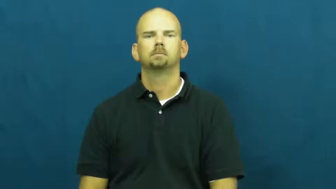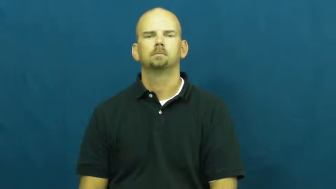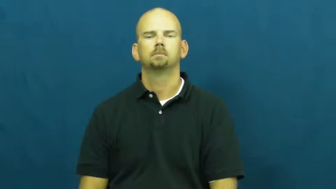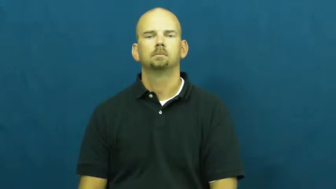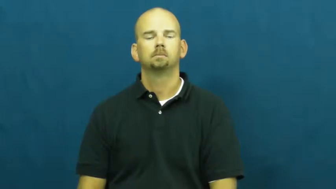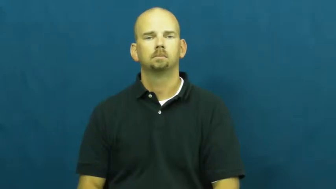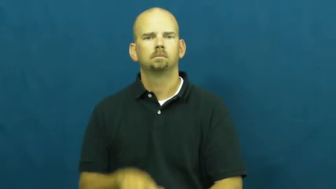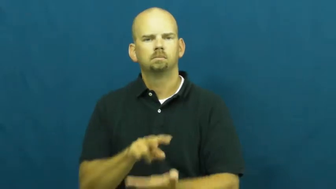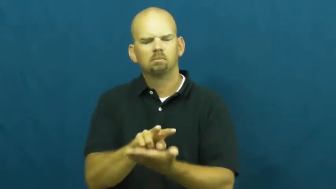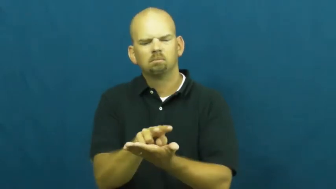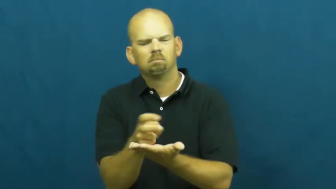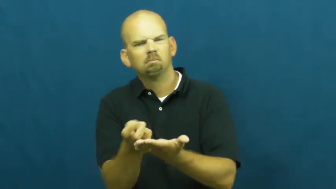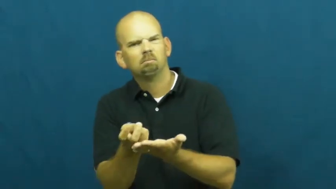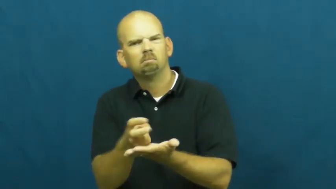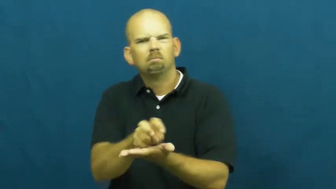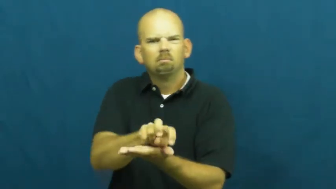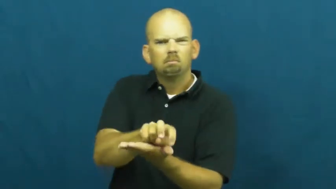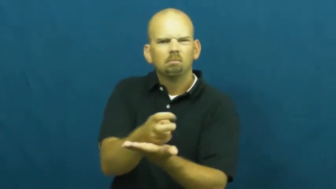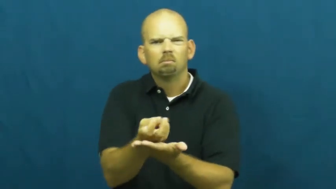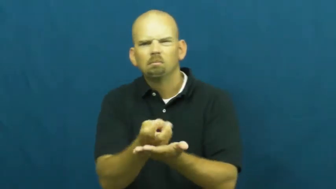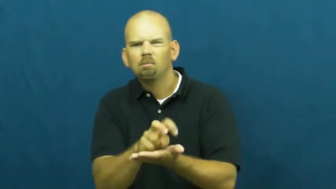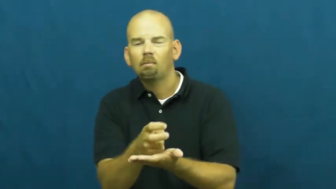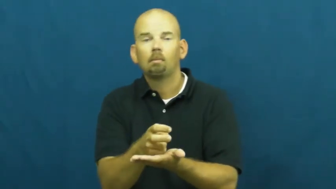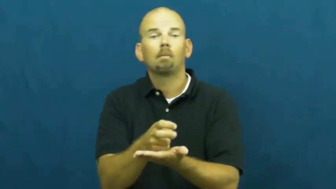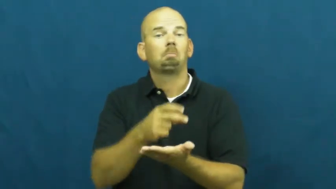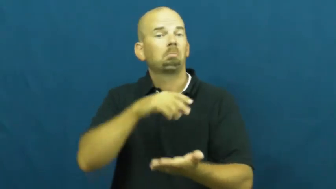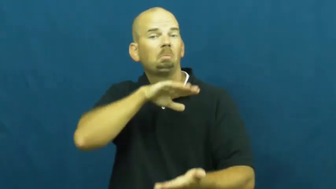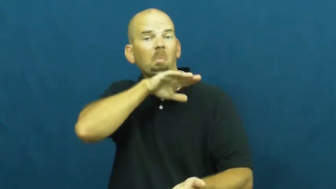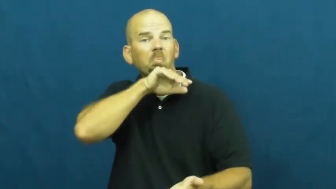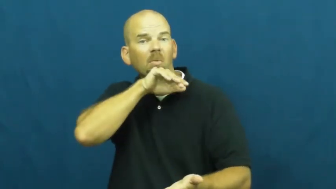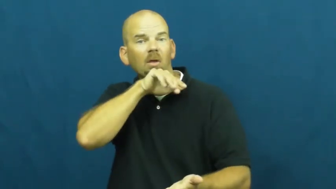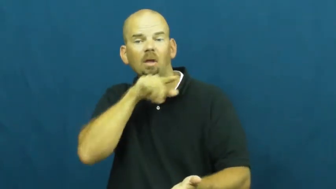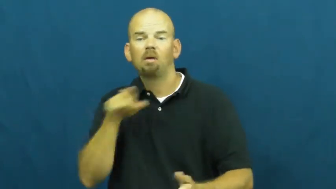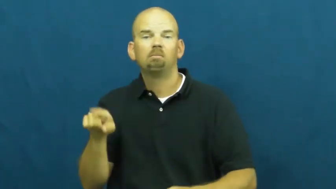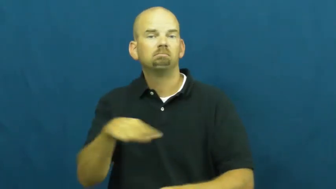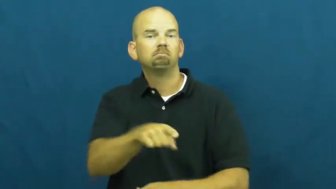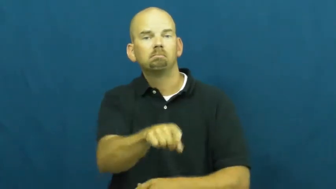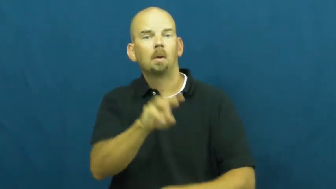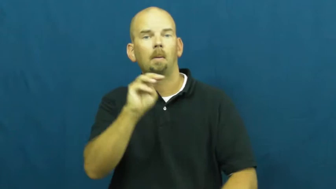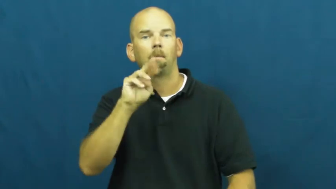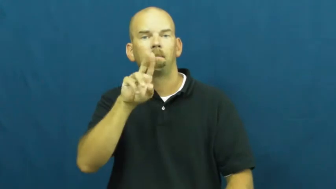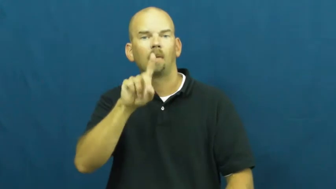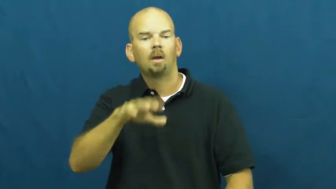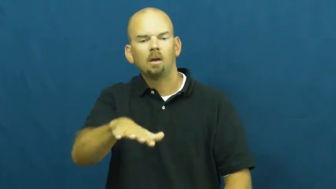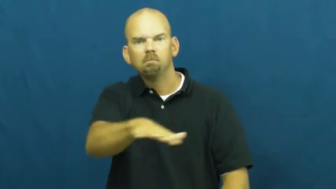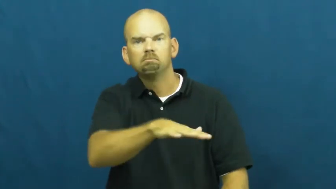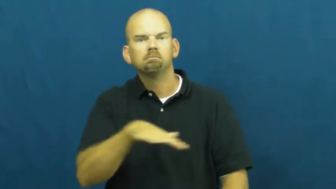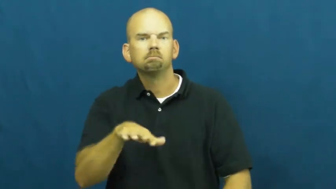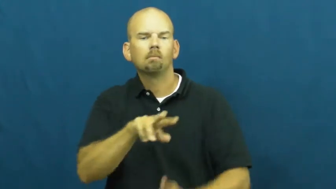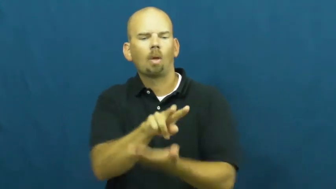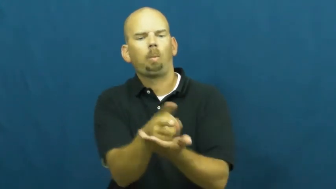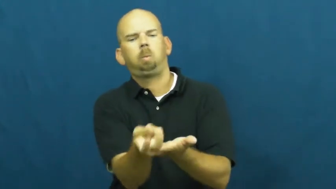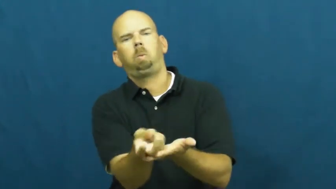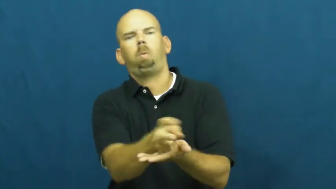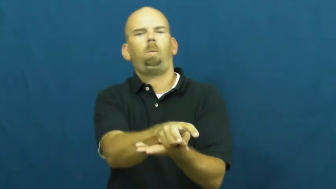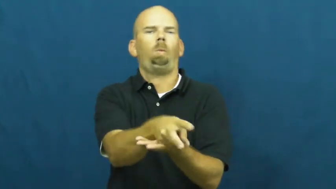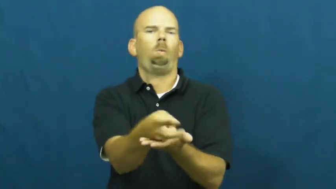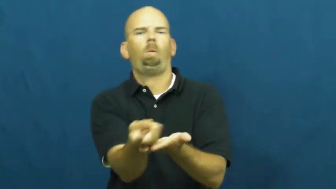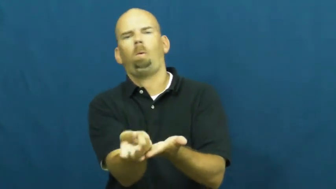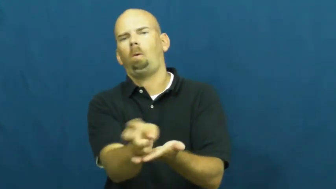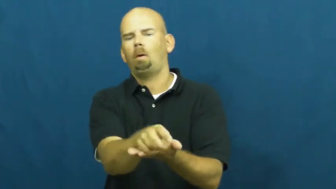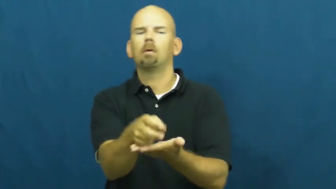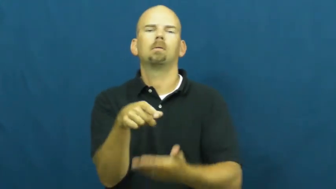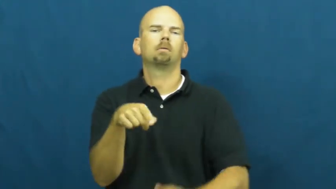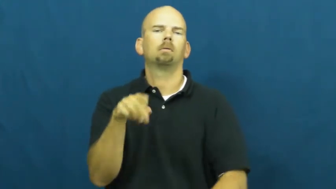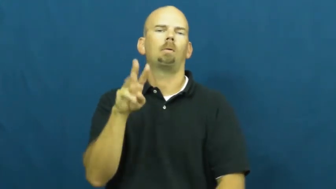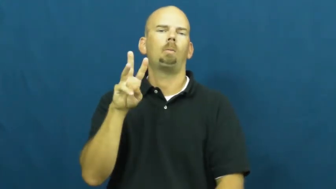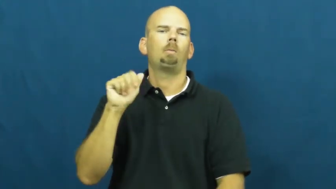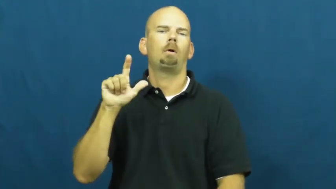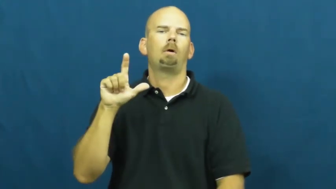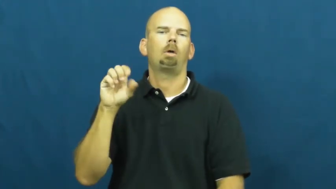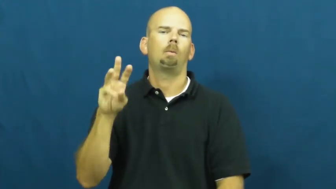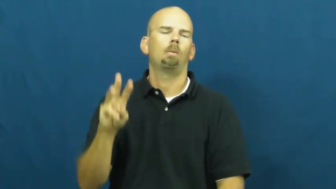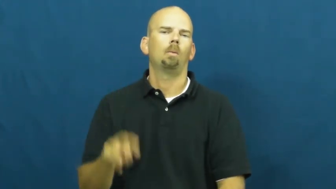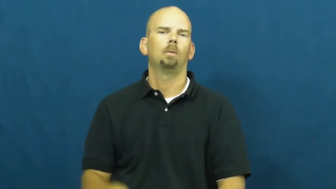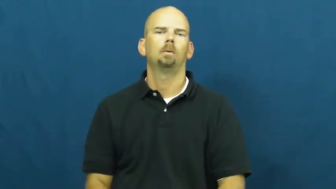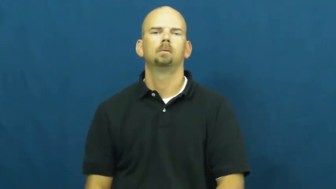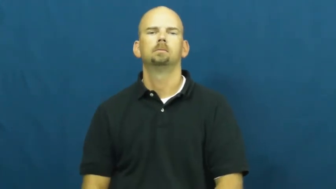tumble about,tumble around